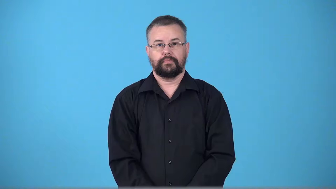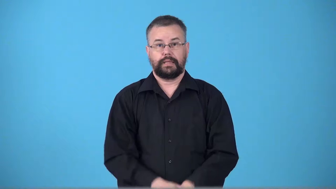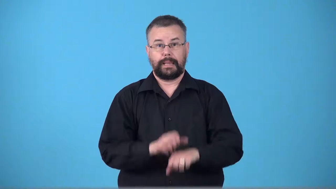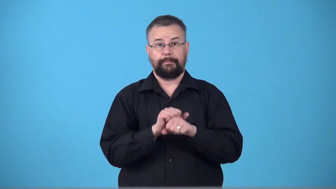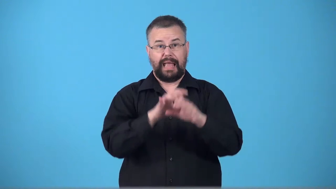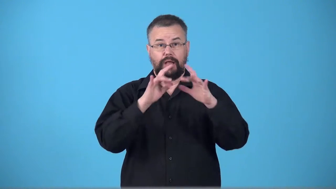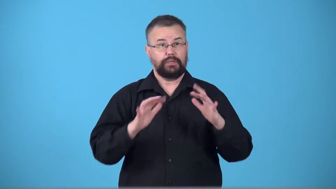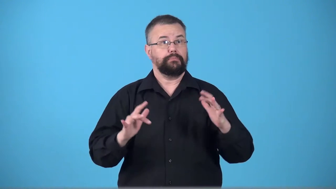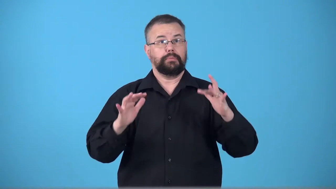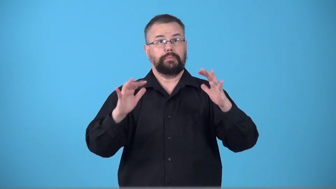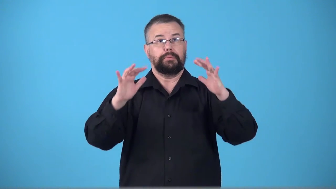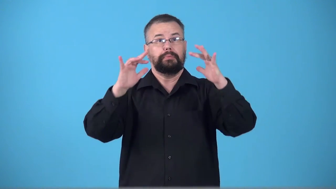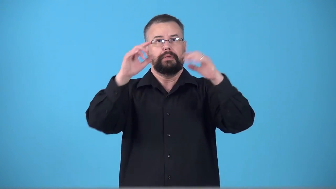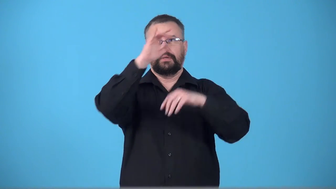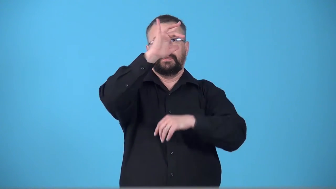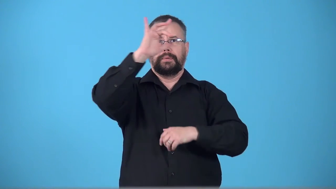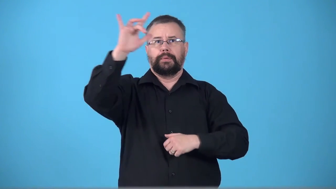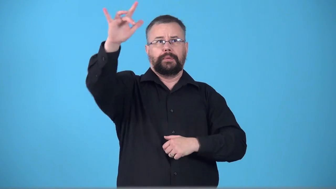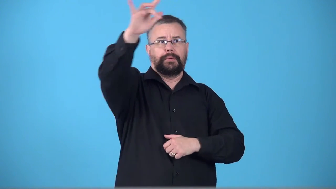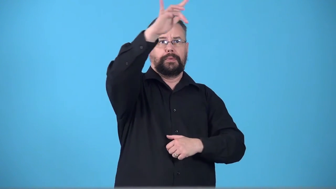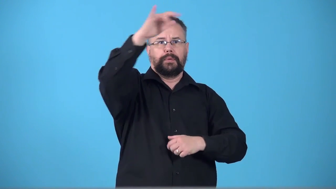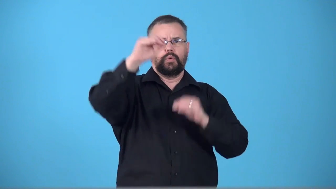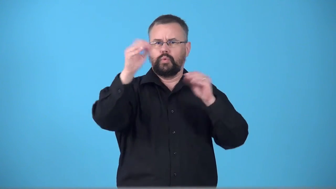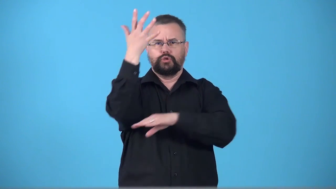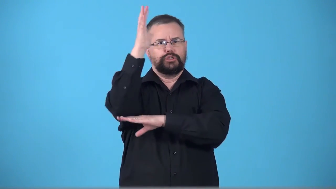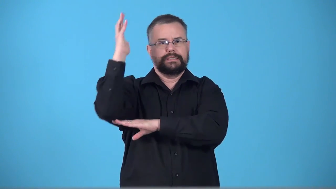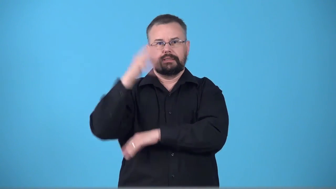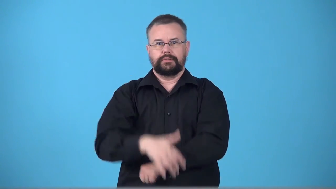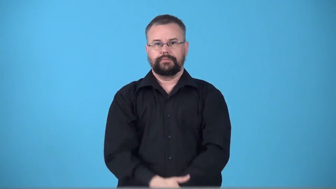timberline